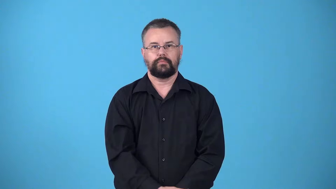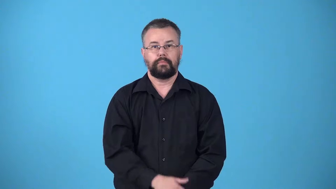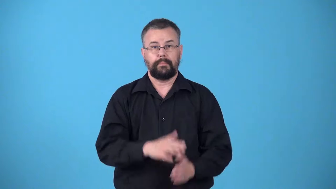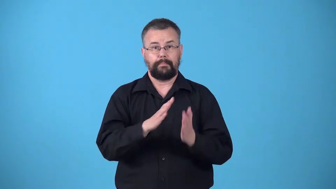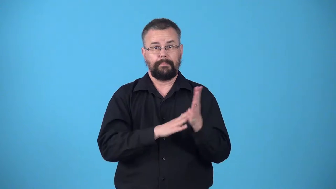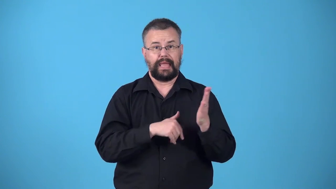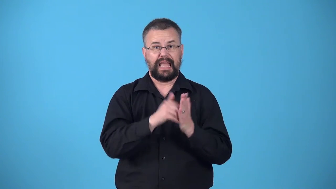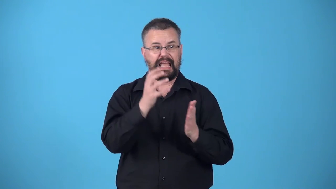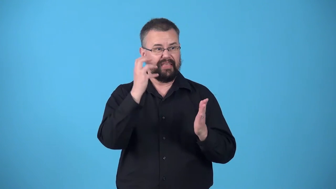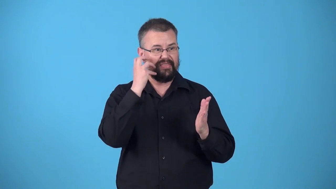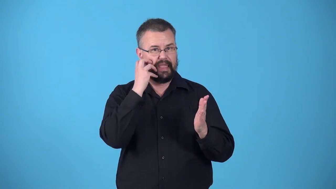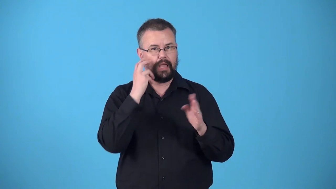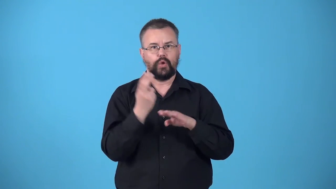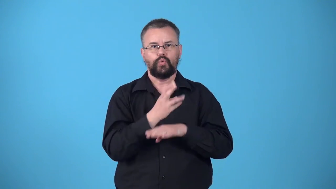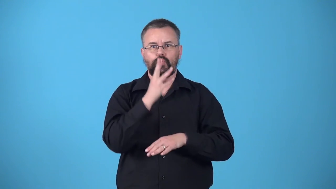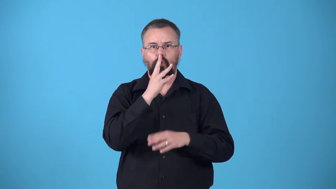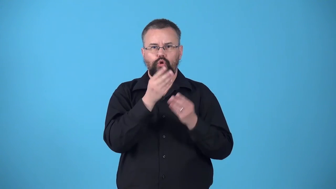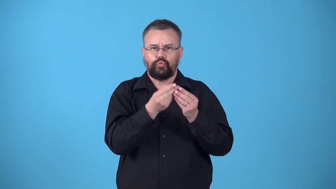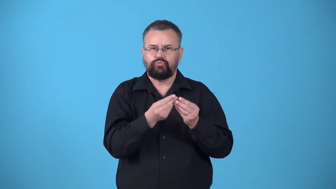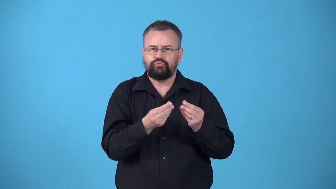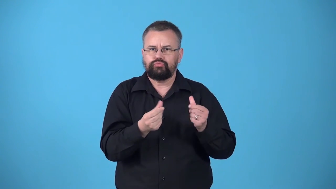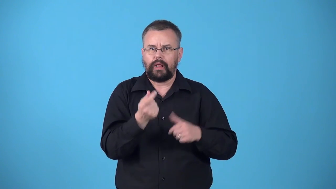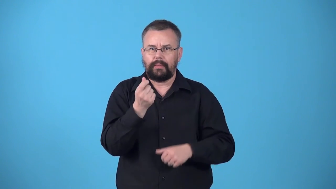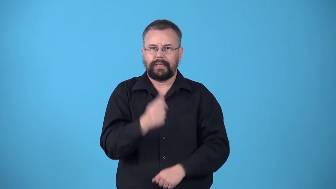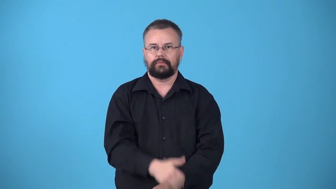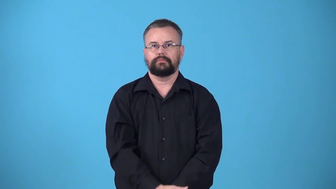watercolor